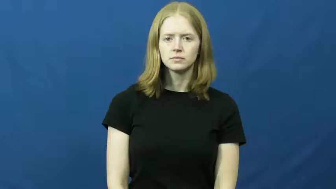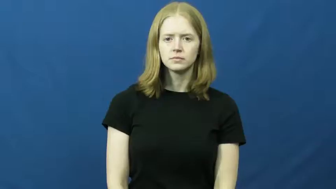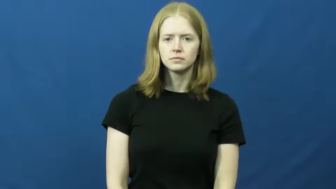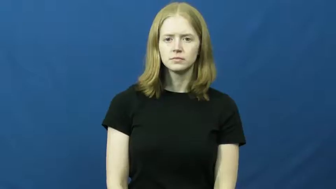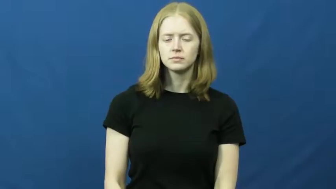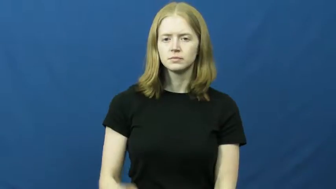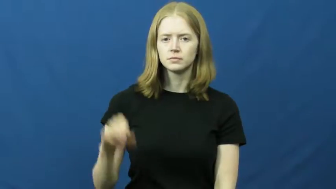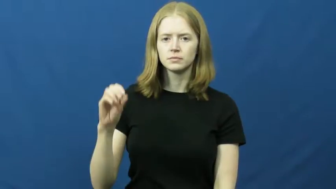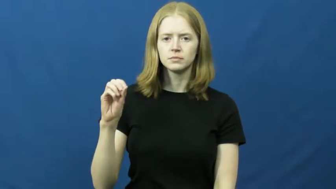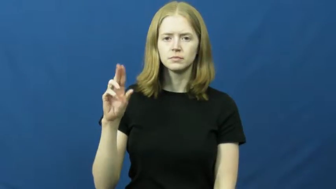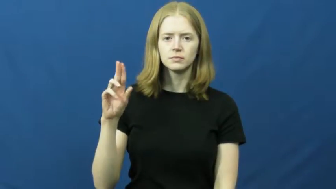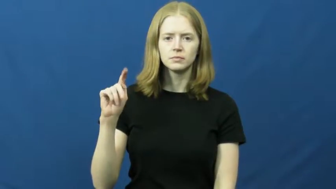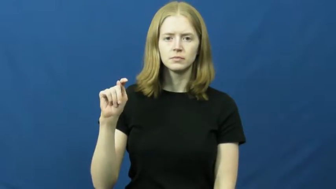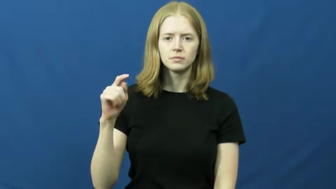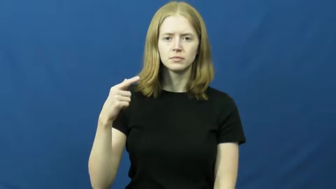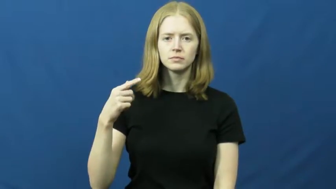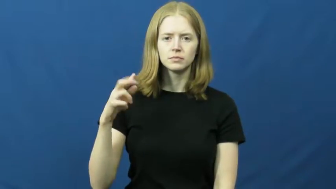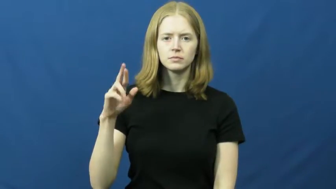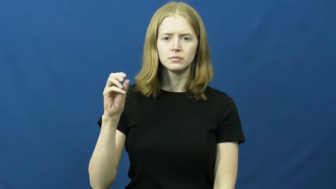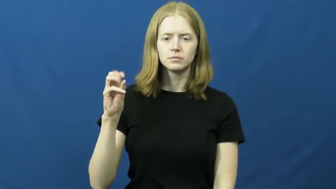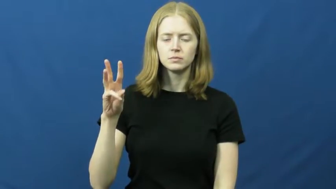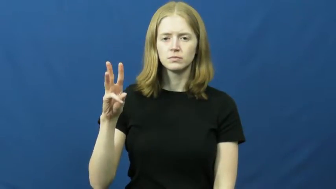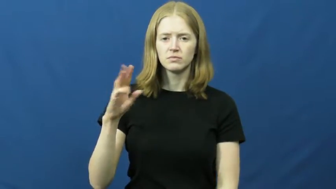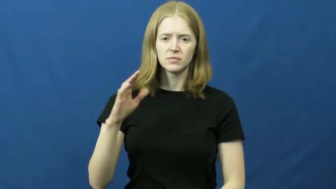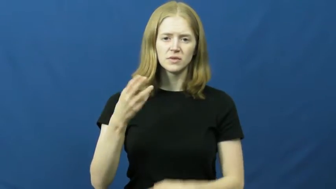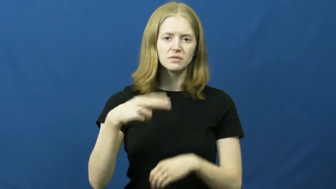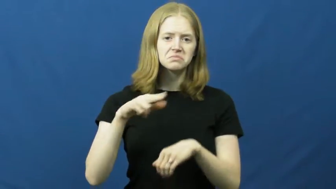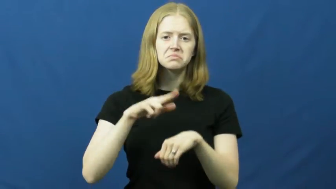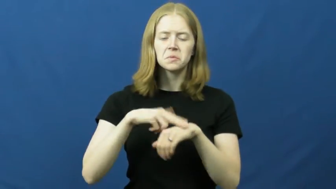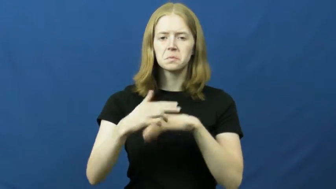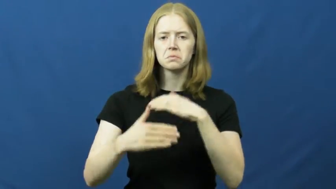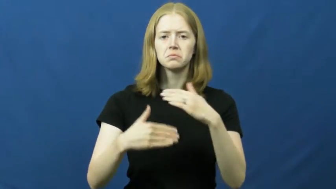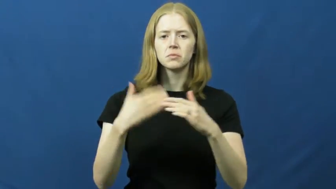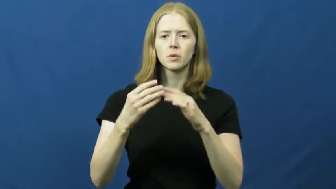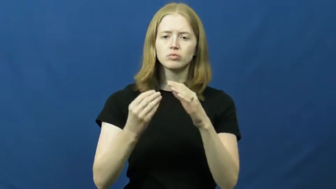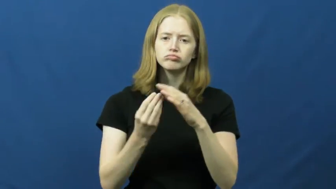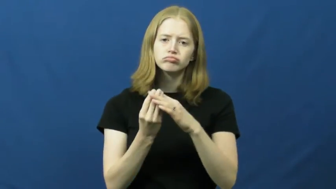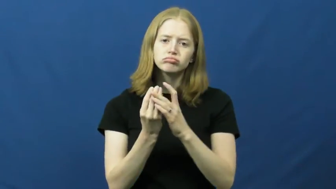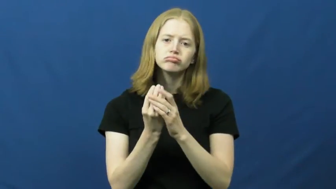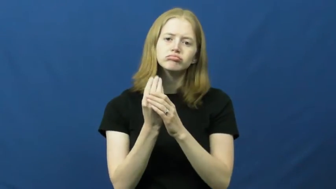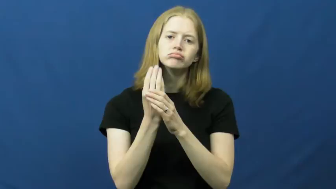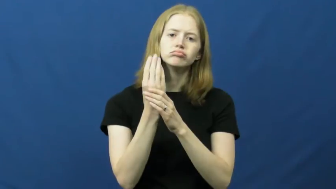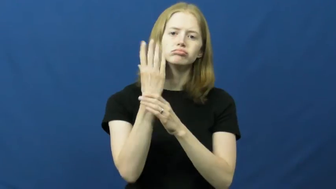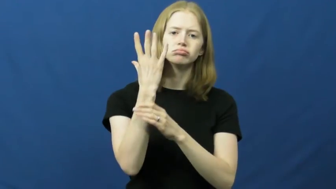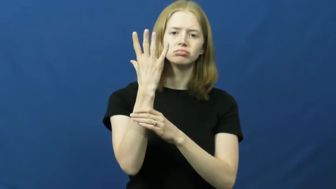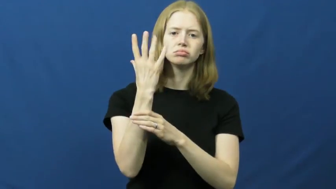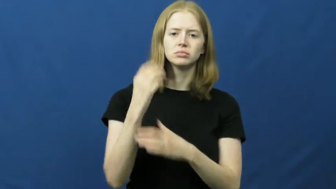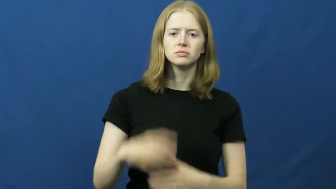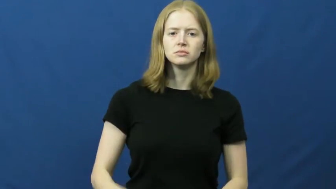outgrow